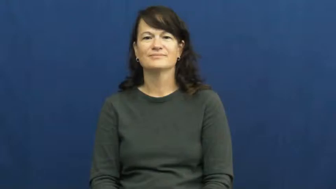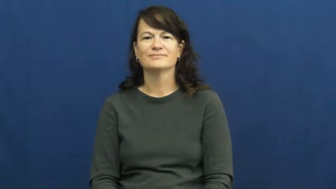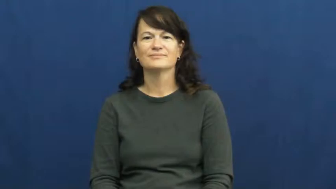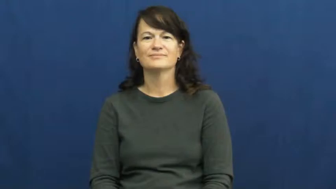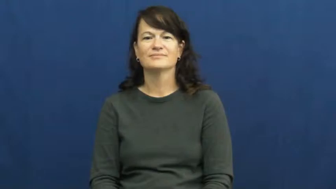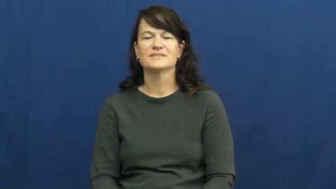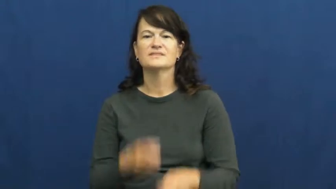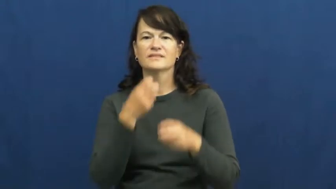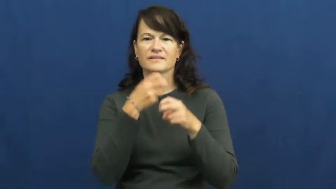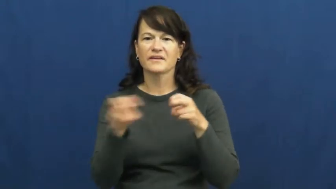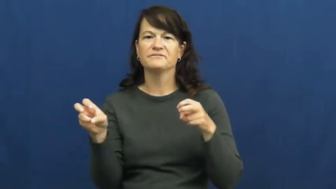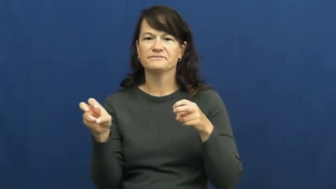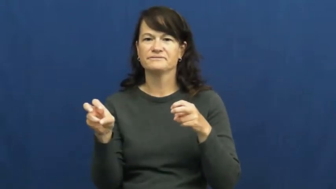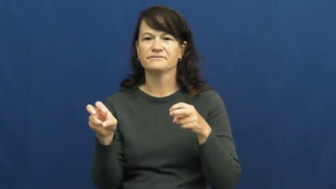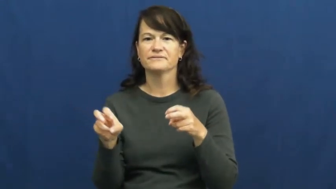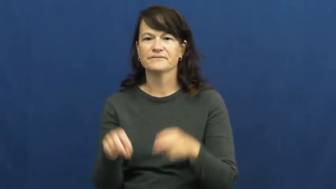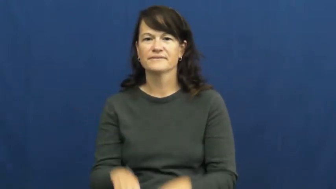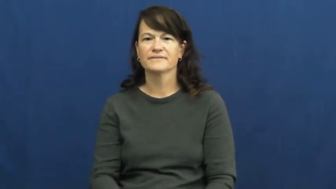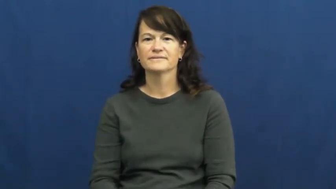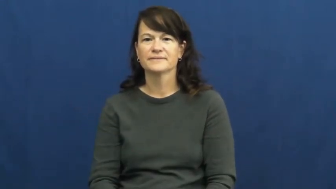tough